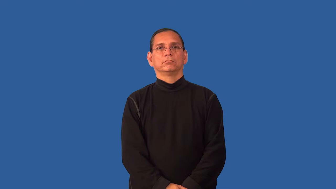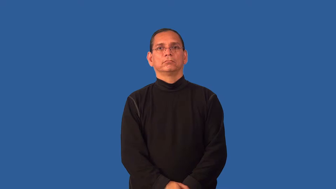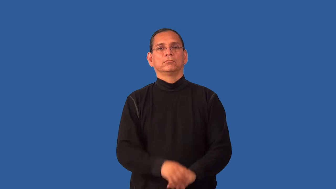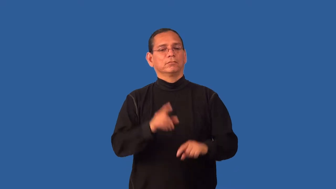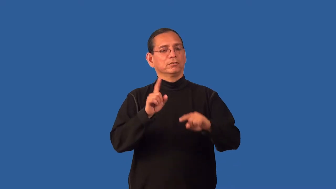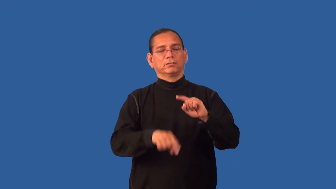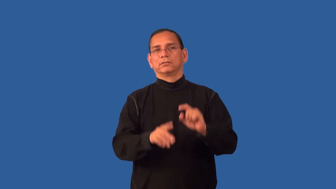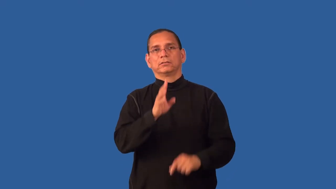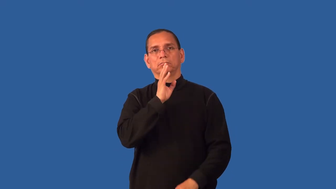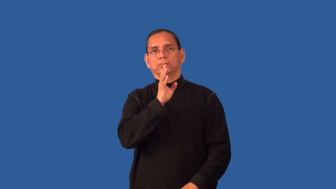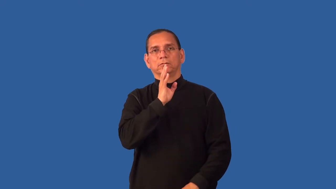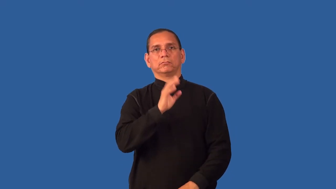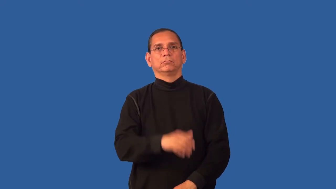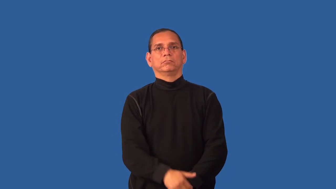dumb-can't speak